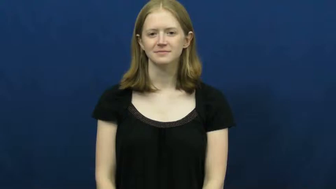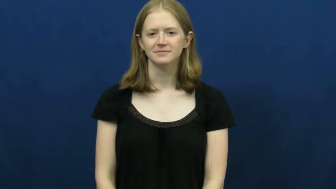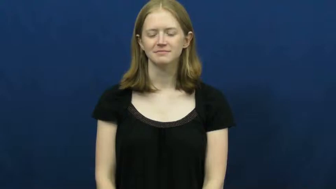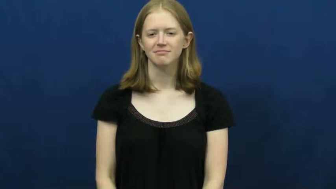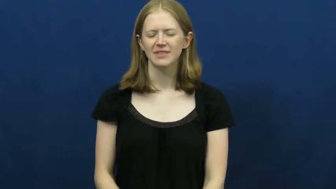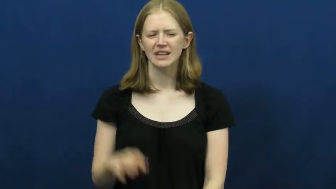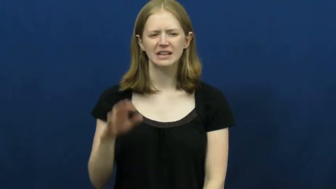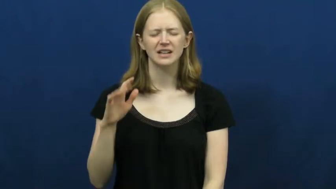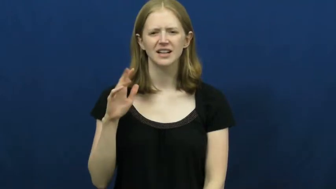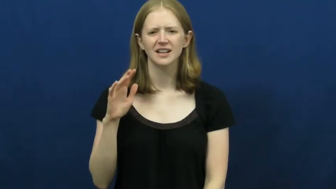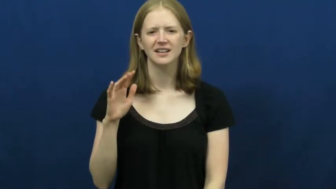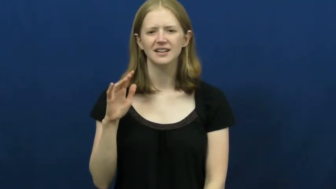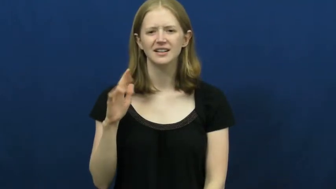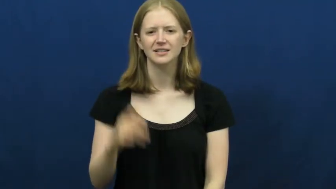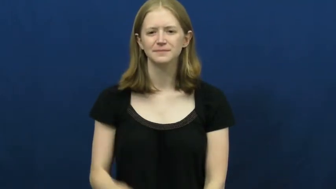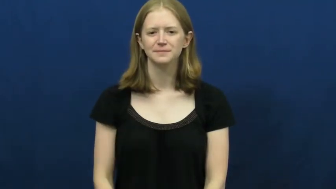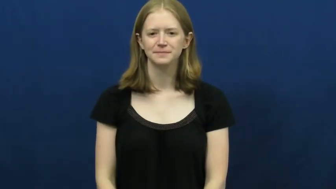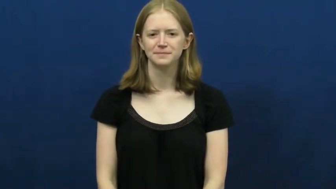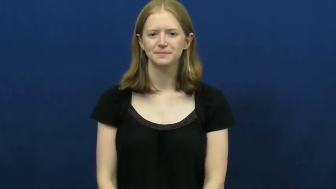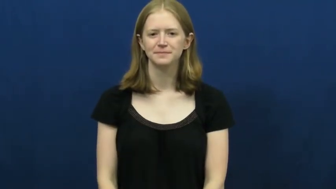uh